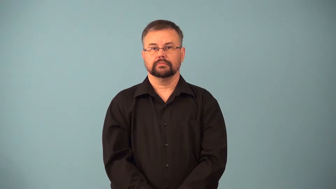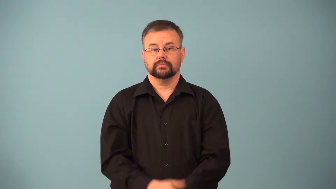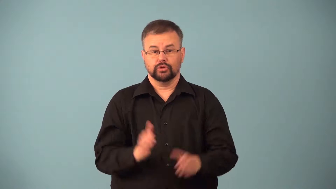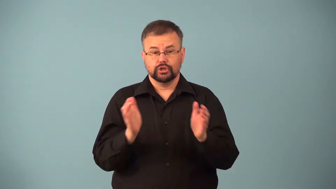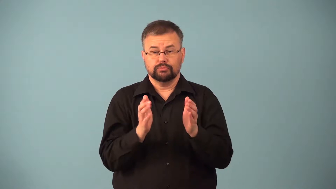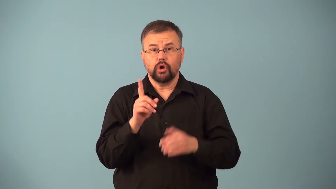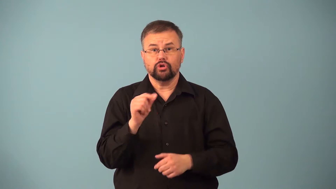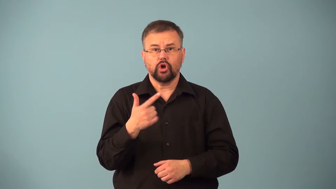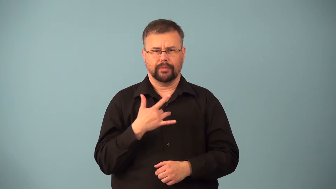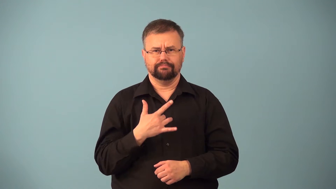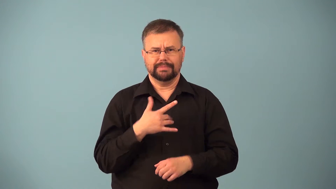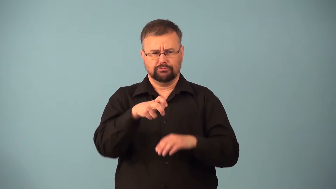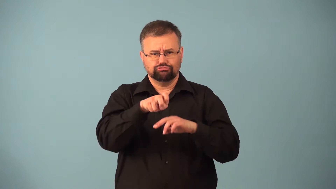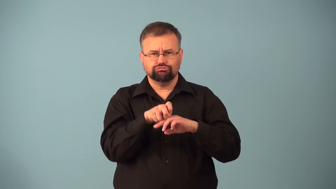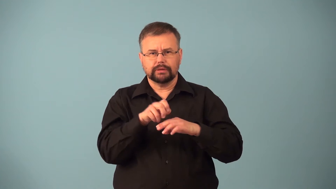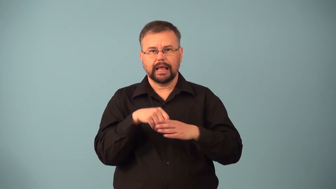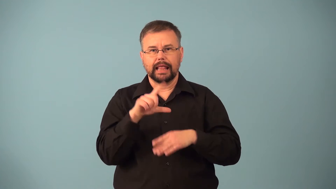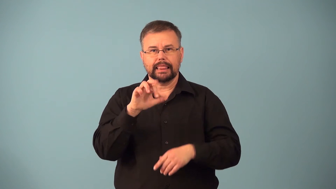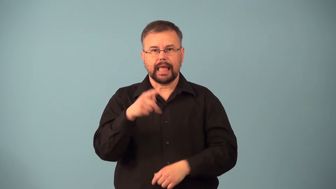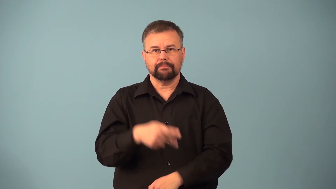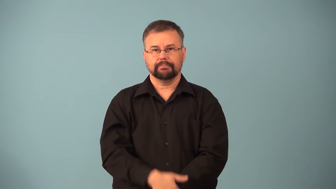lapdog